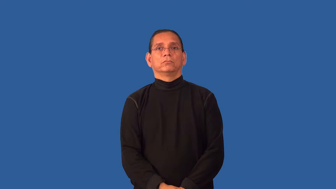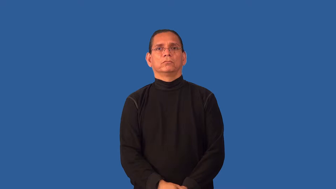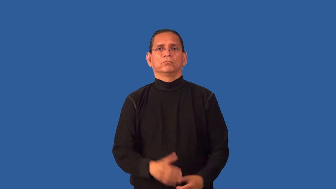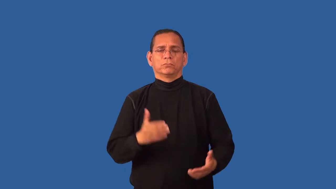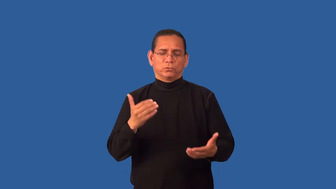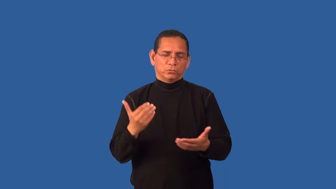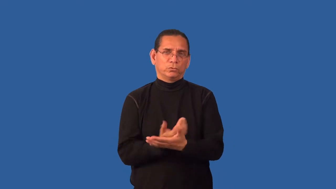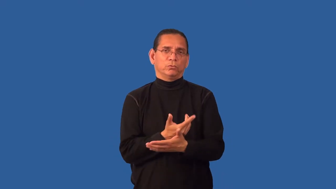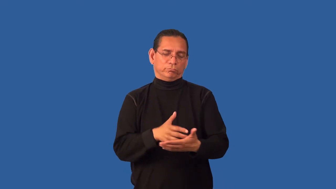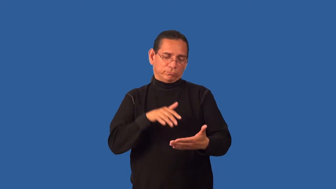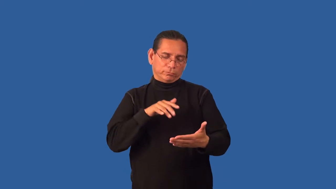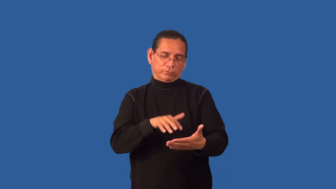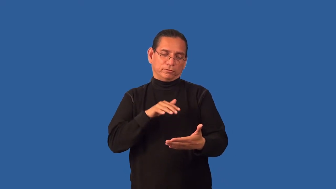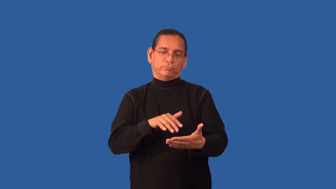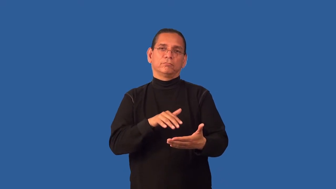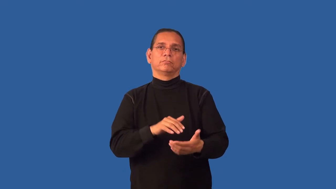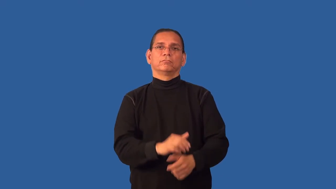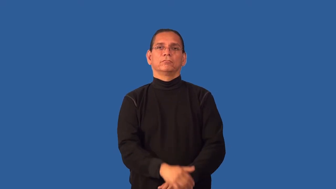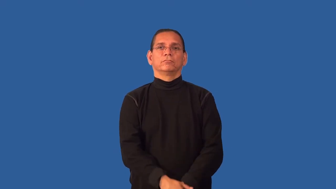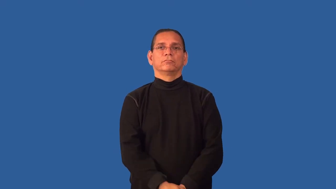frontier-unknown knowledge